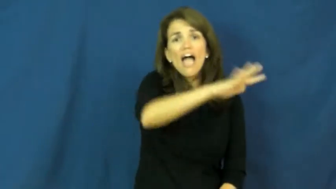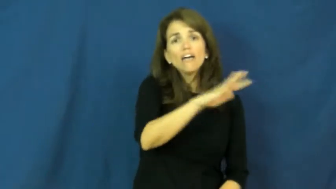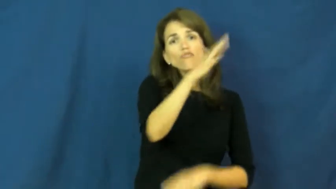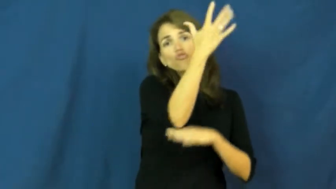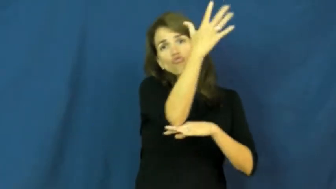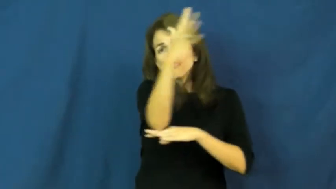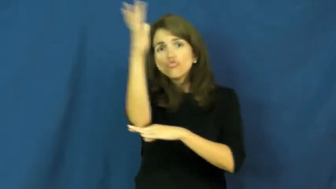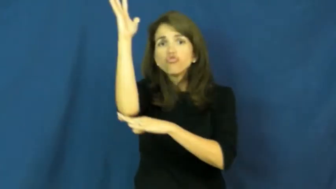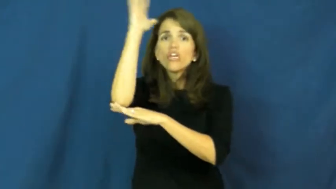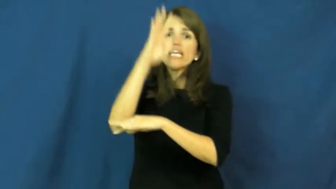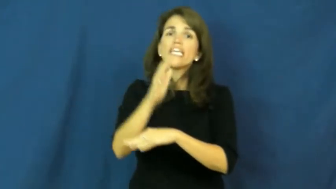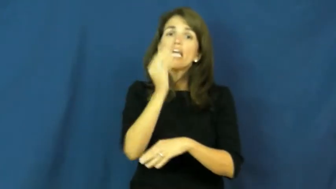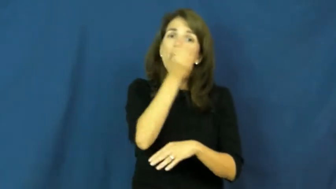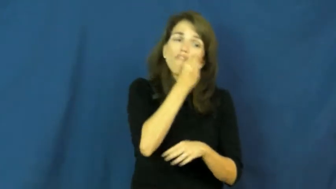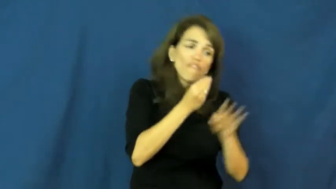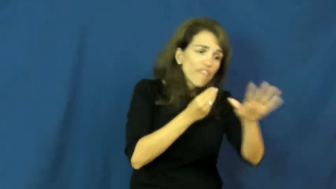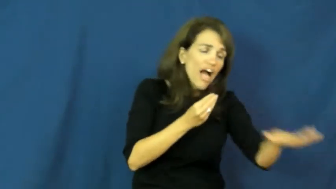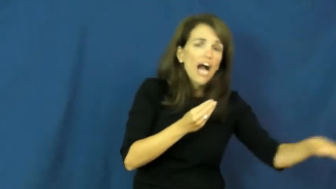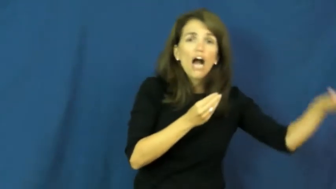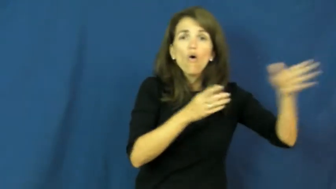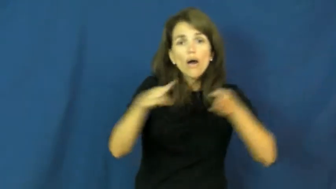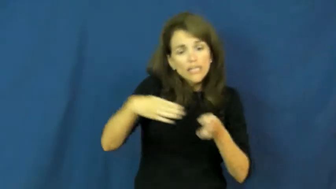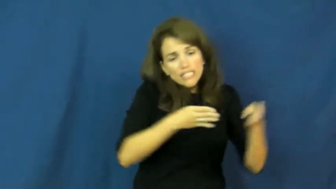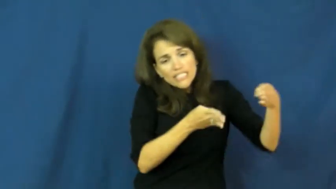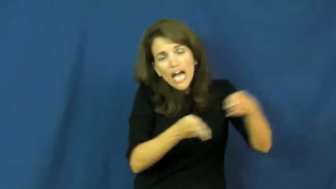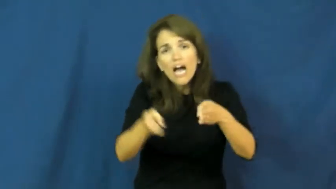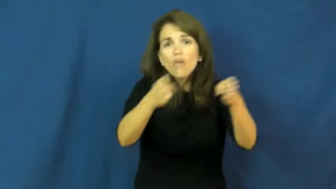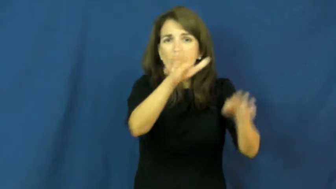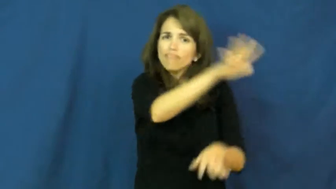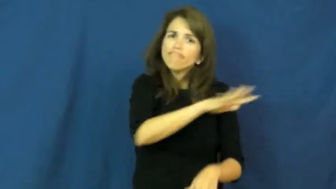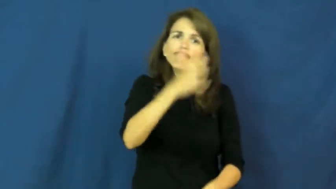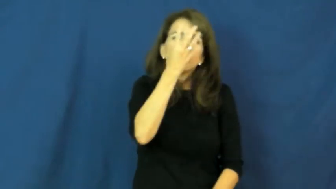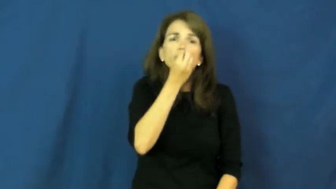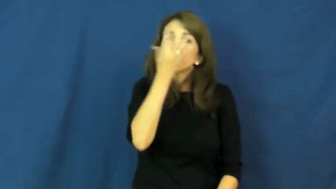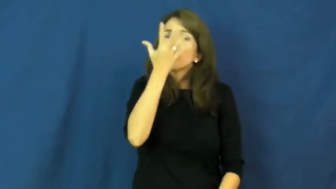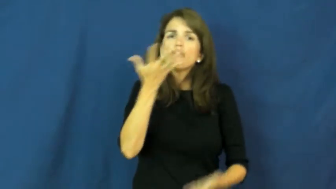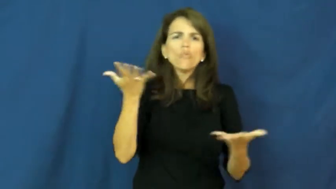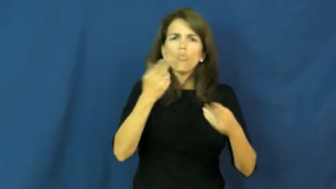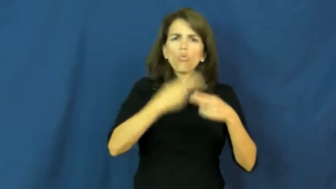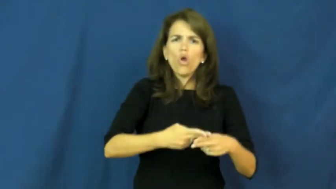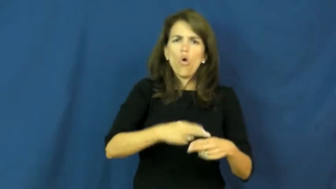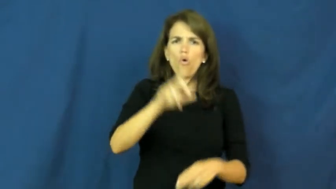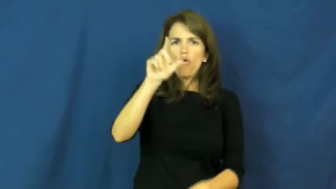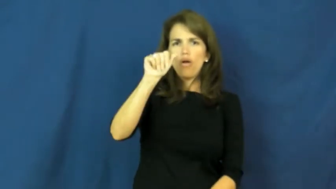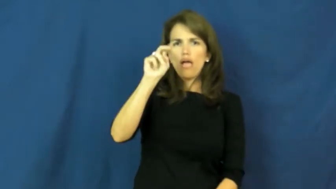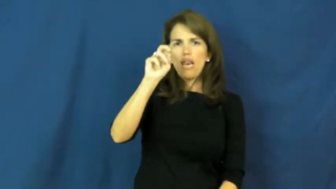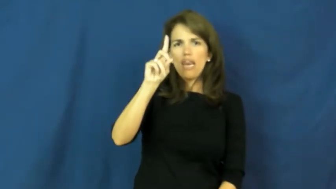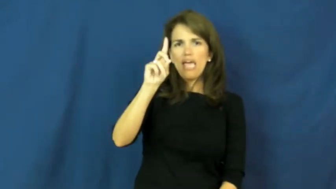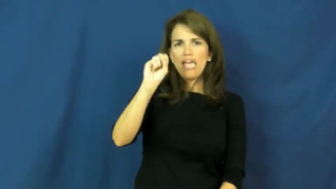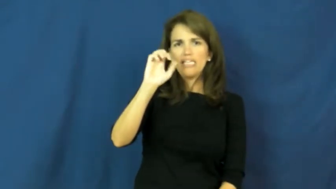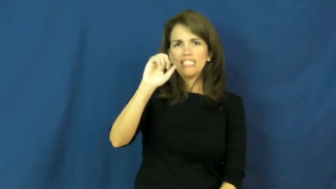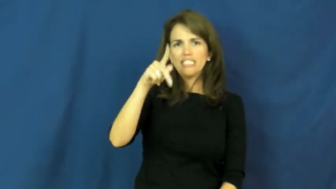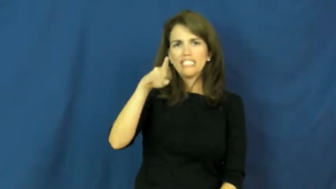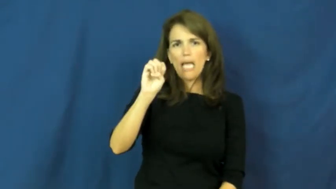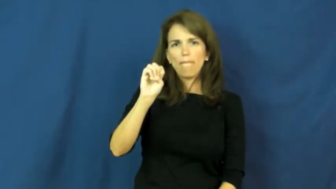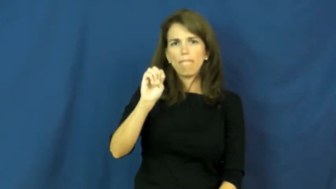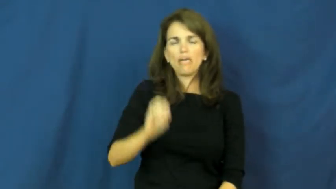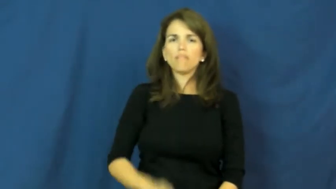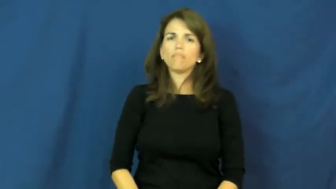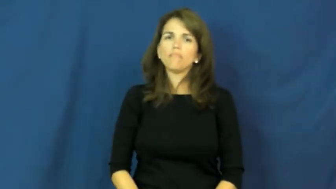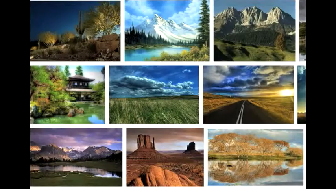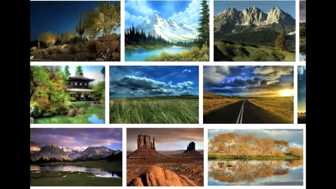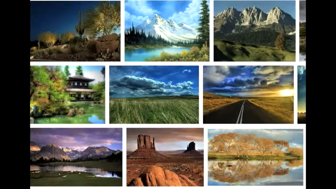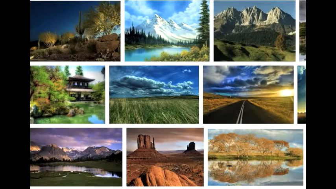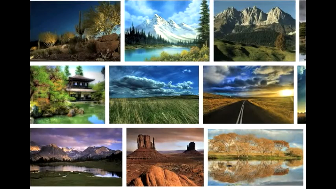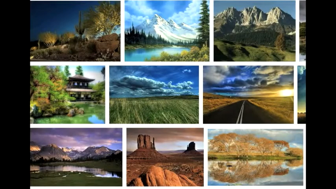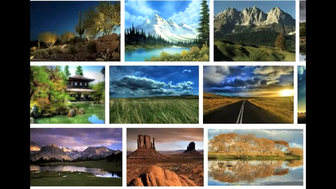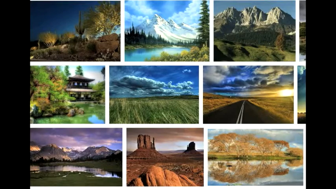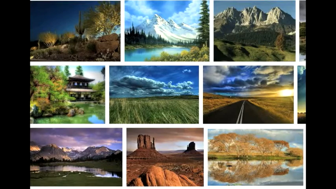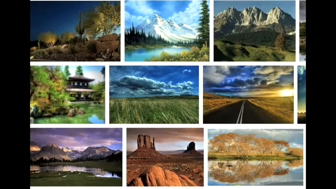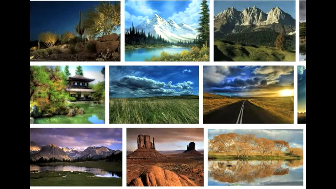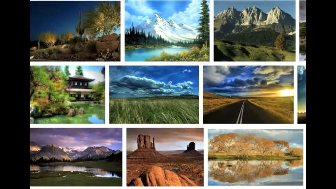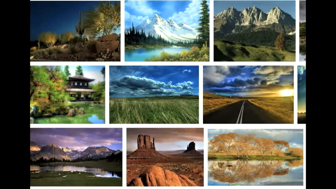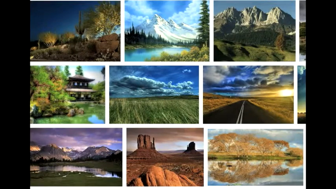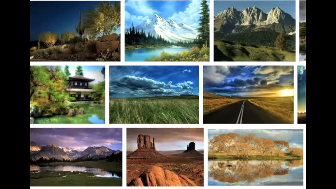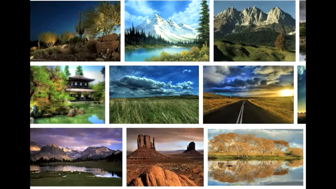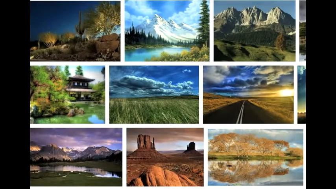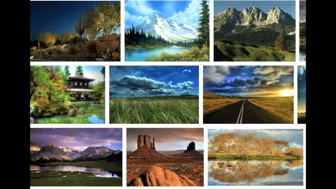landscape-noun